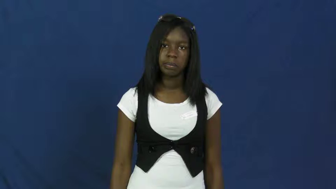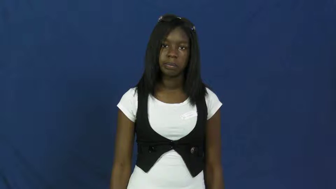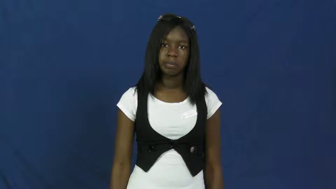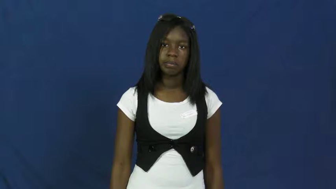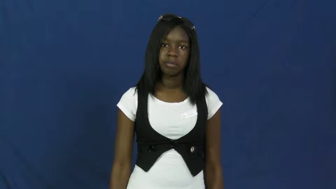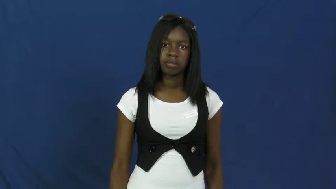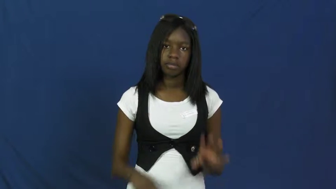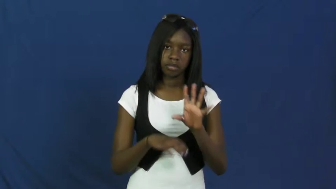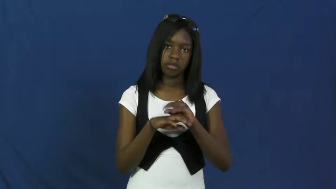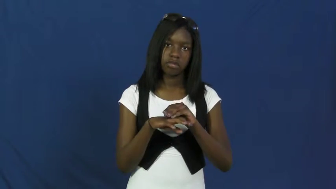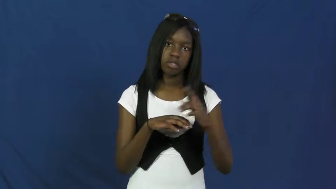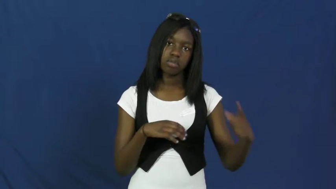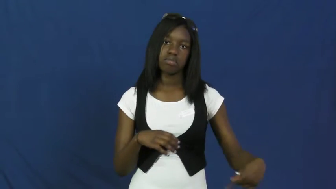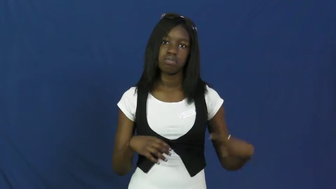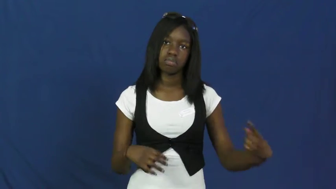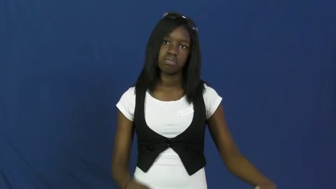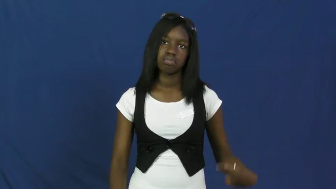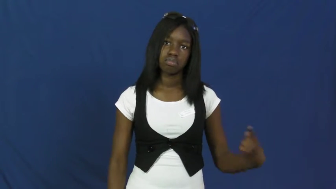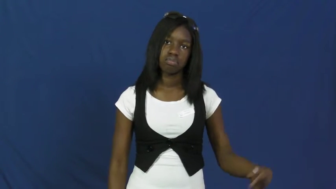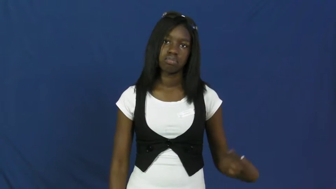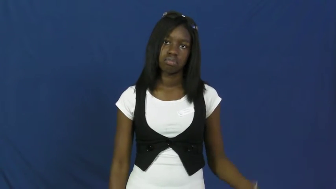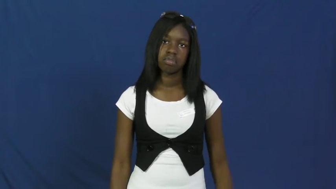flat,blowout-tire